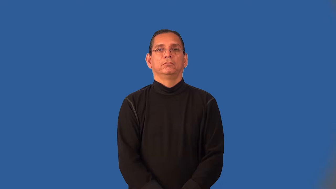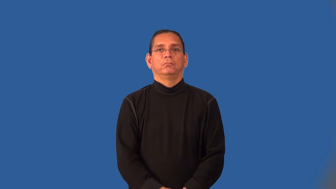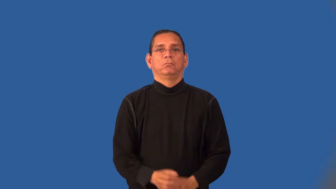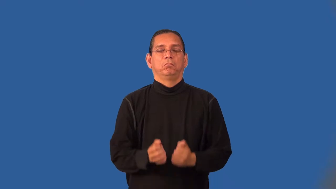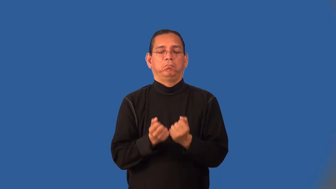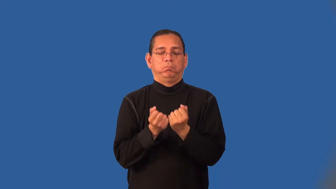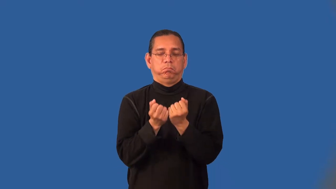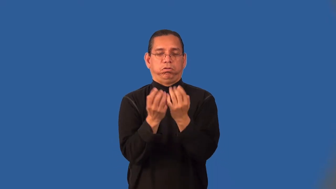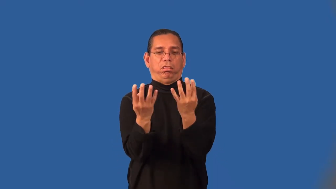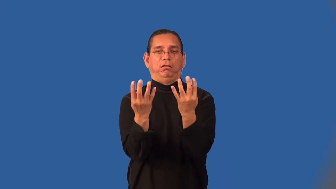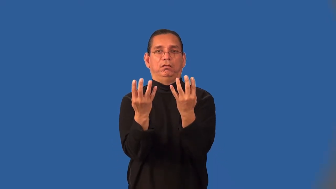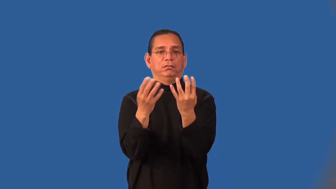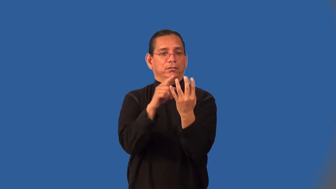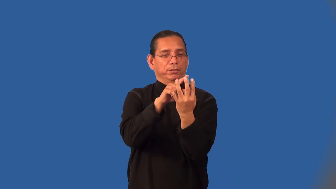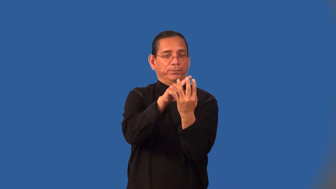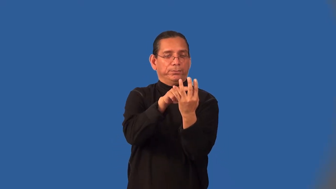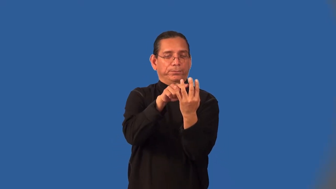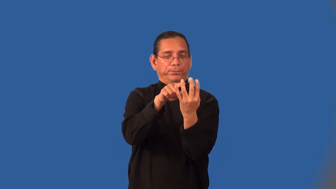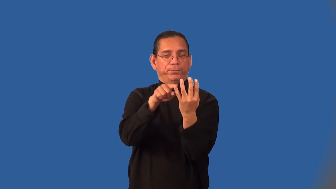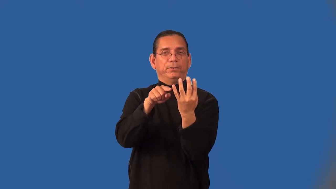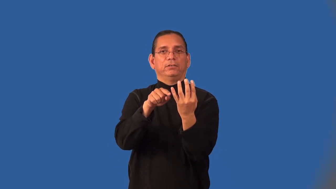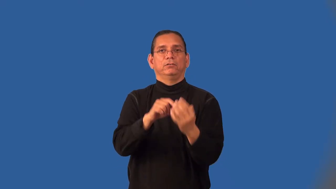jagged,ragged